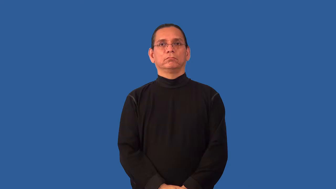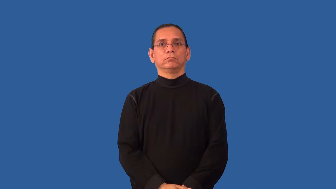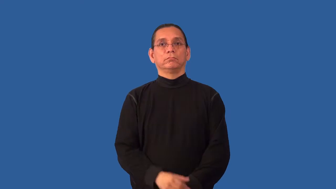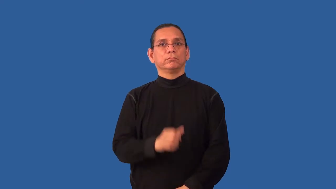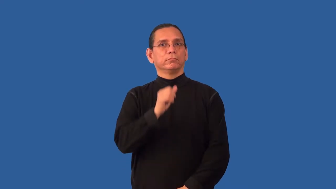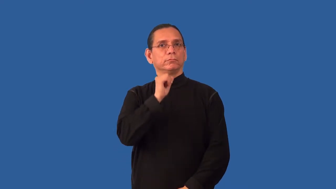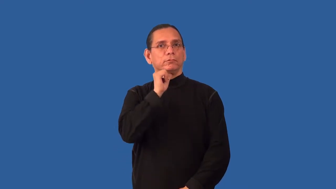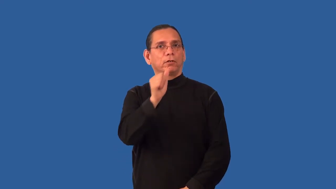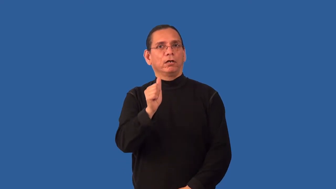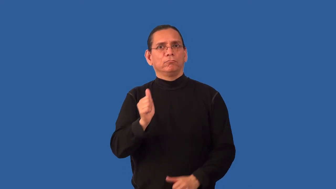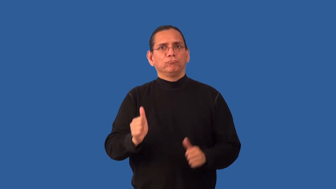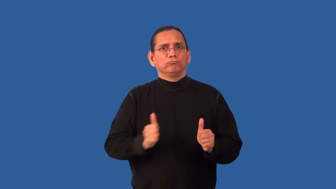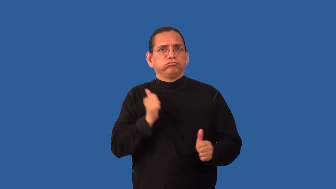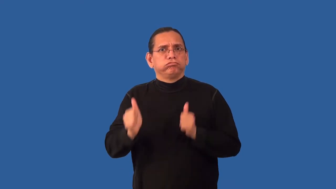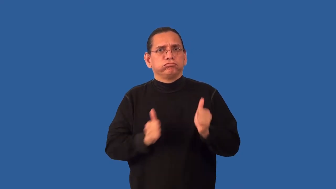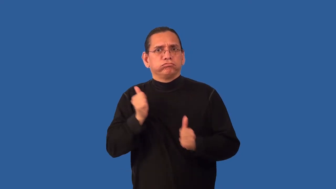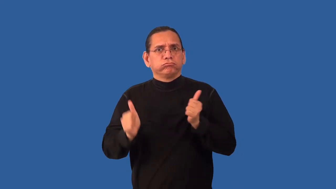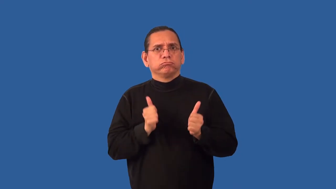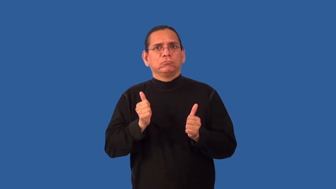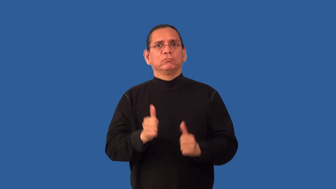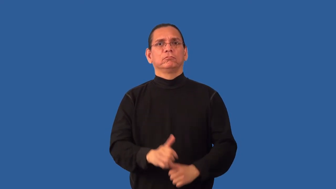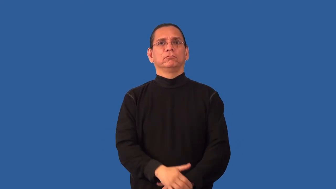nonaggression